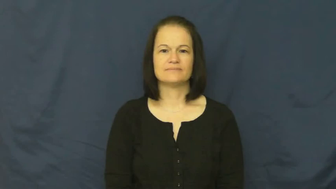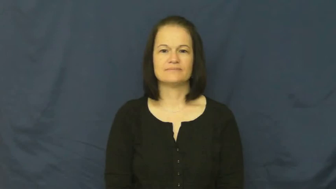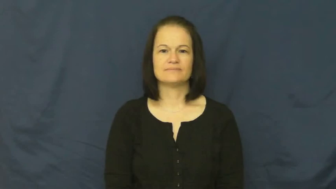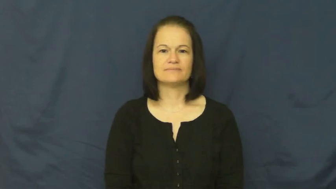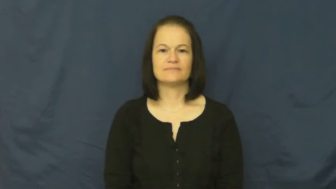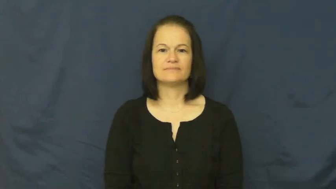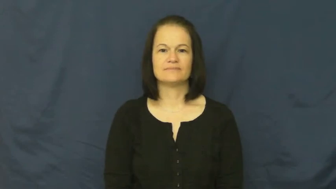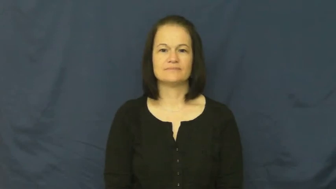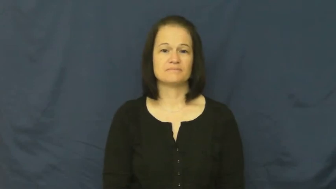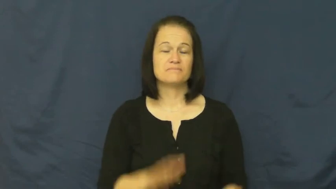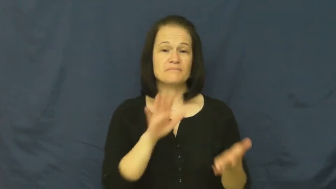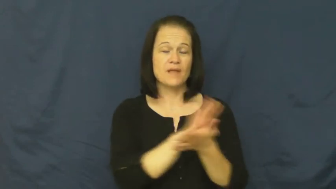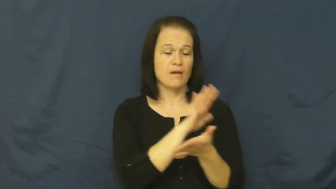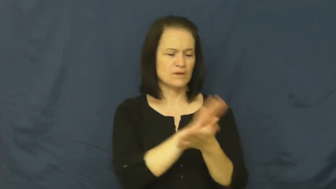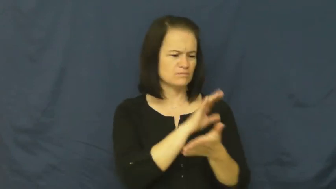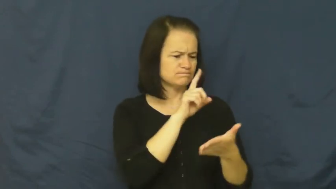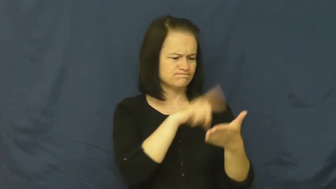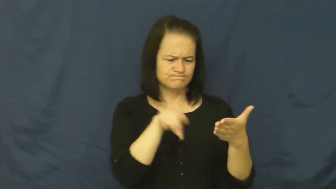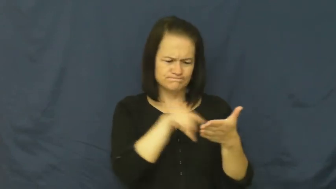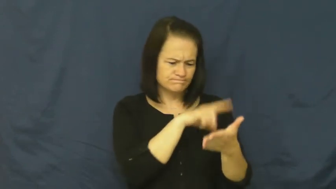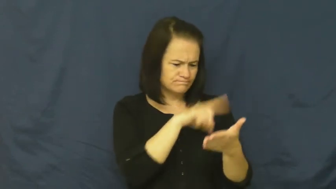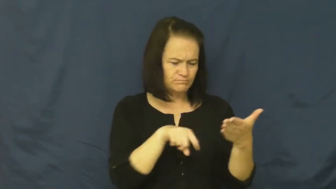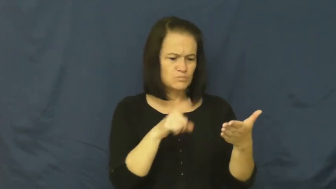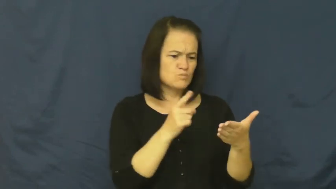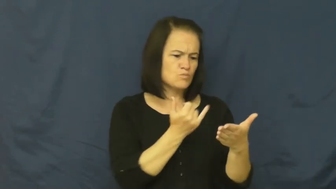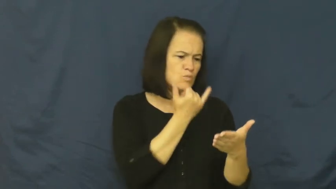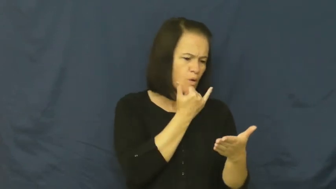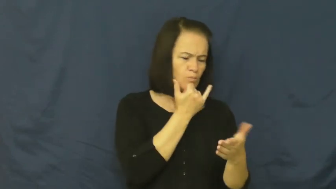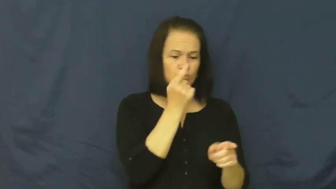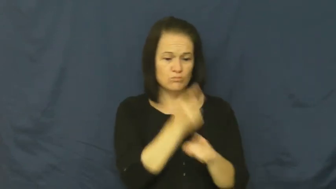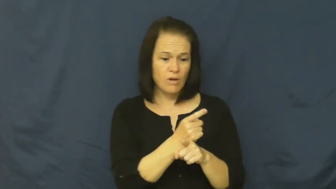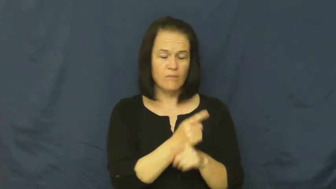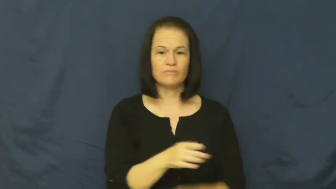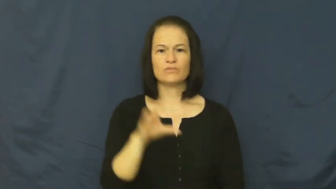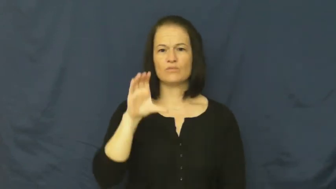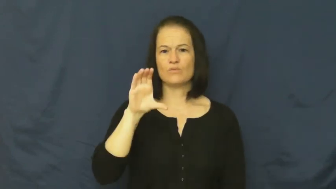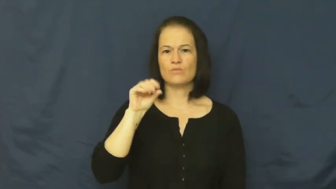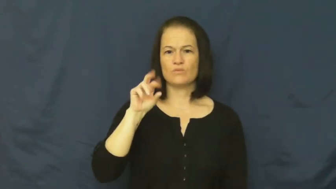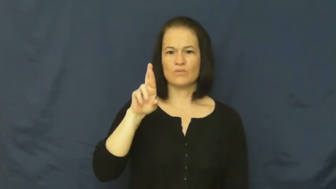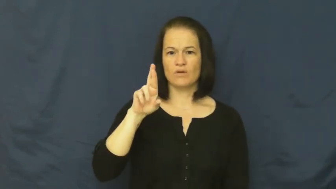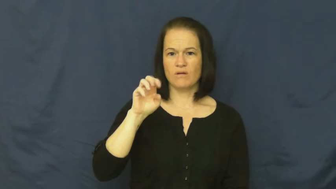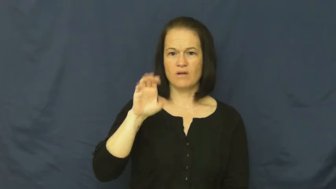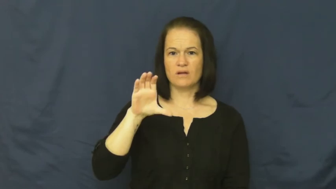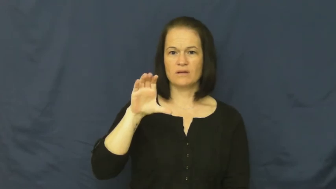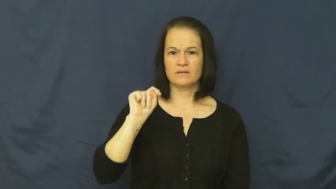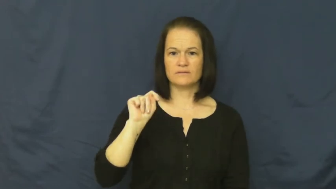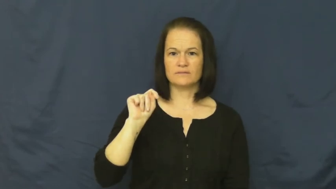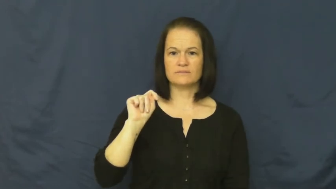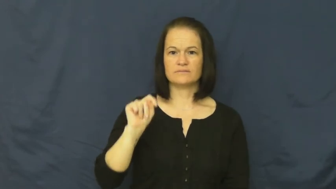correct-criticize